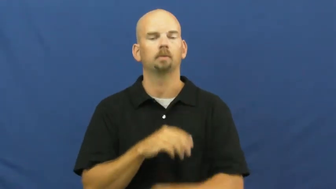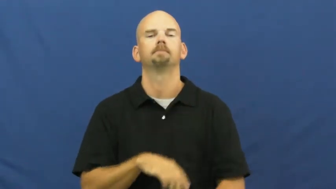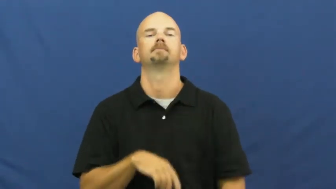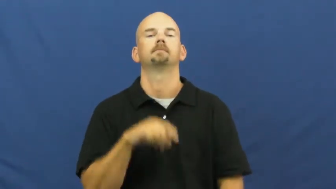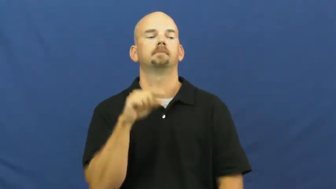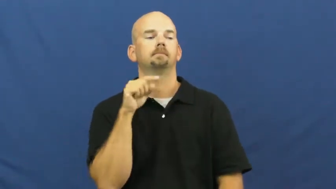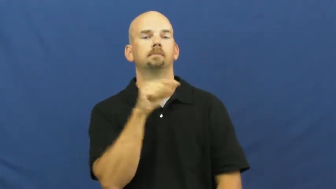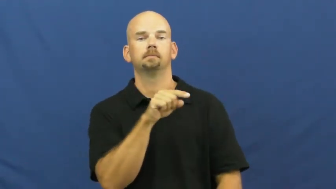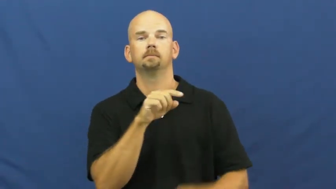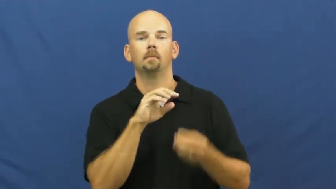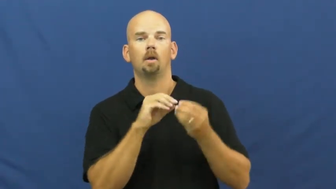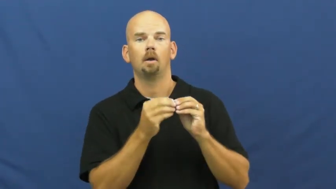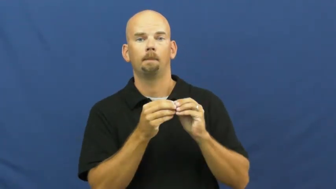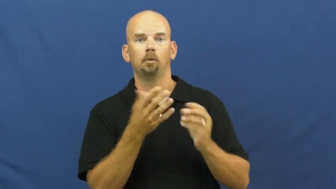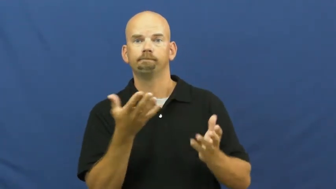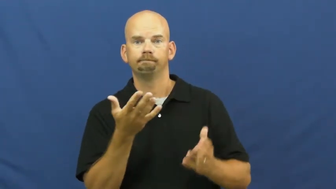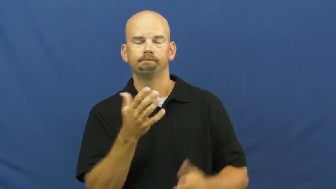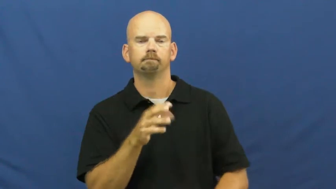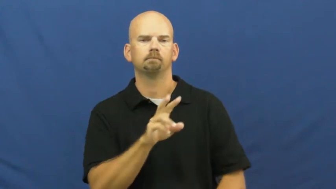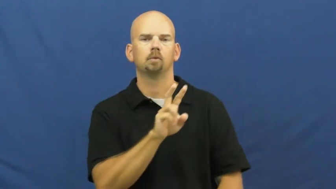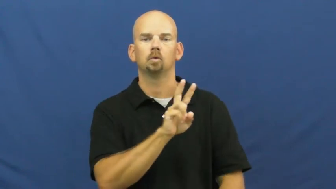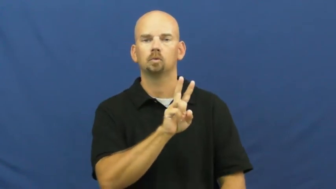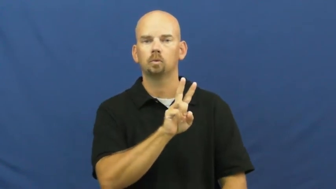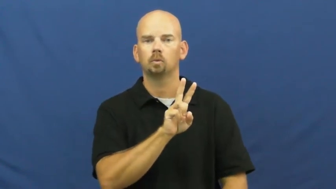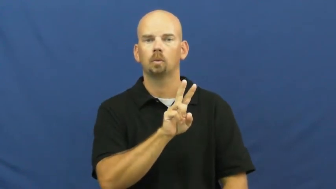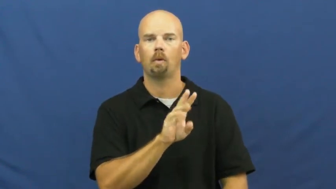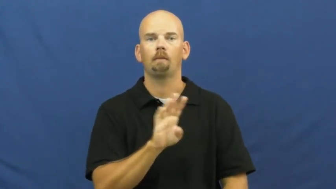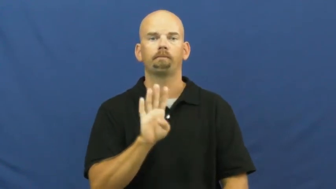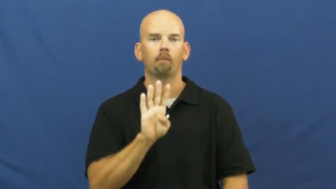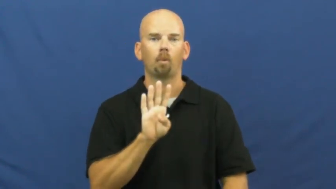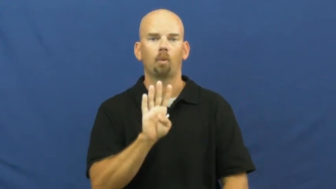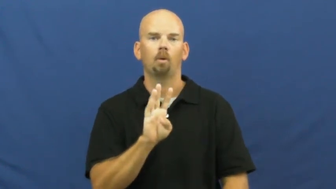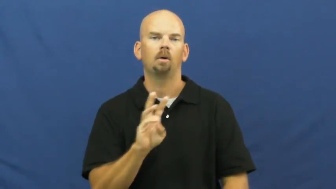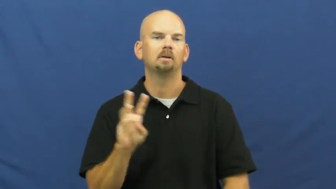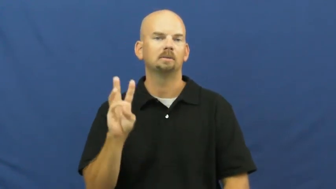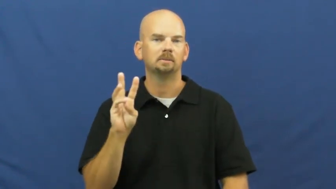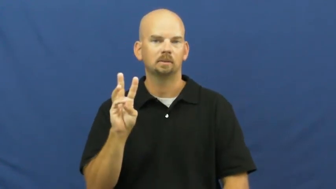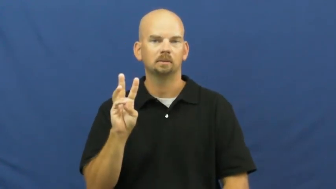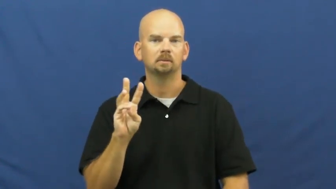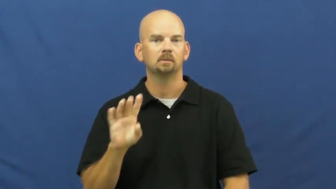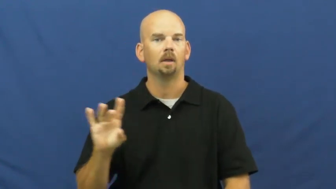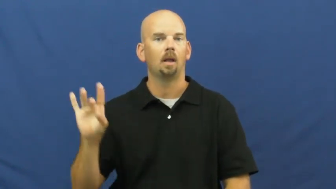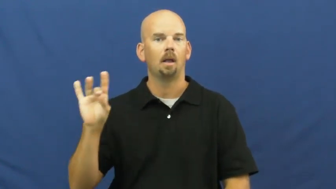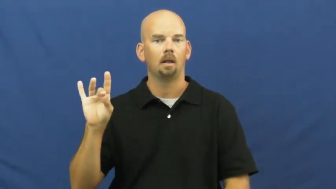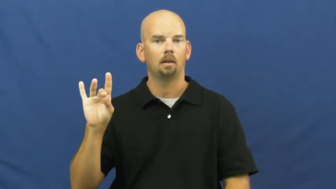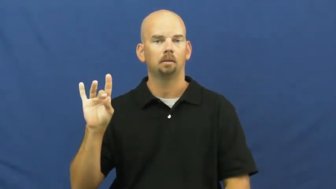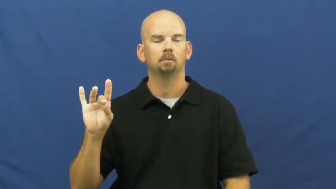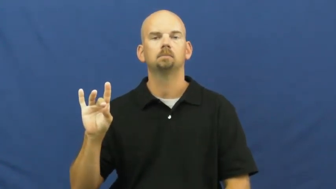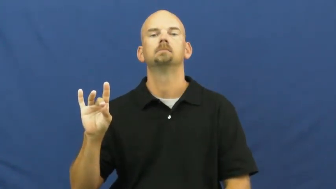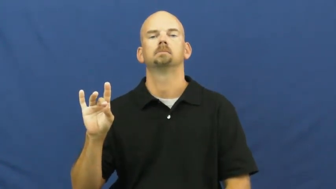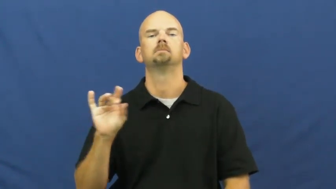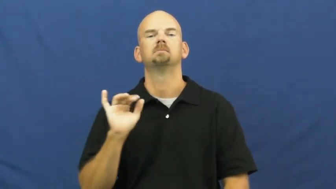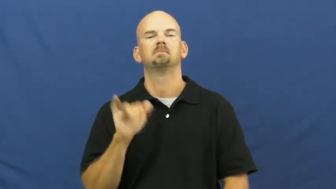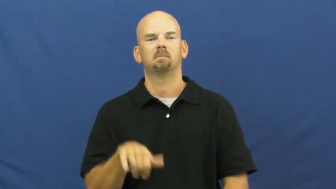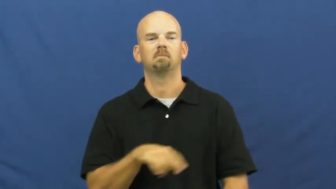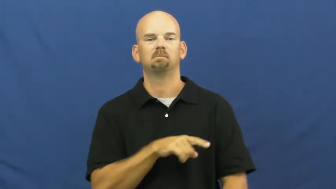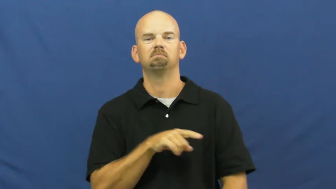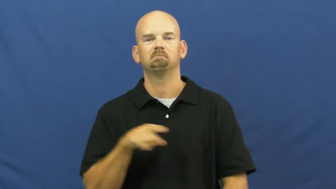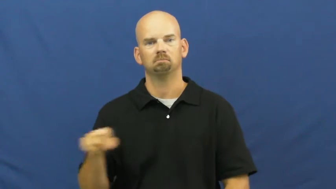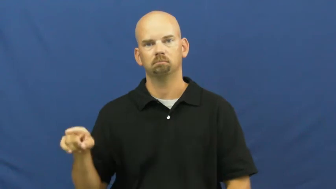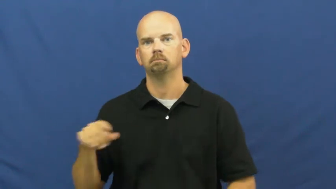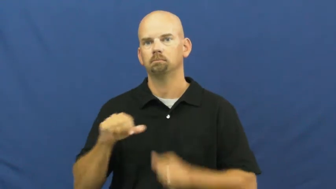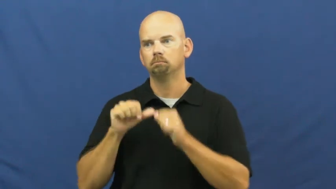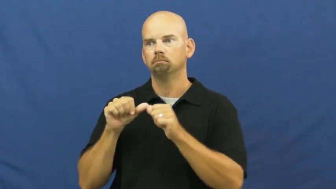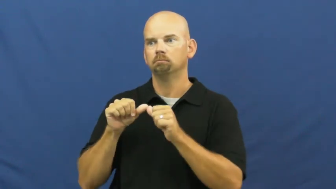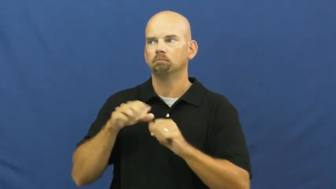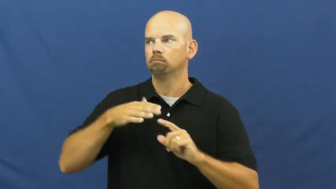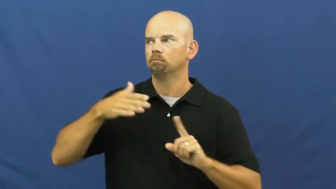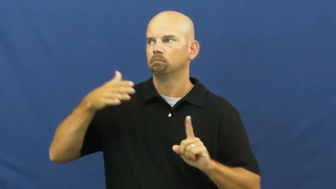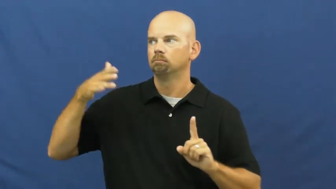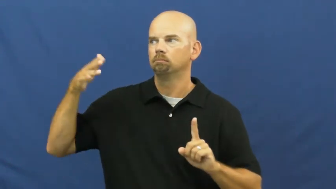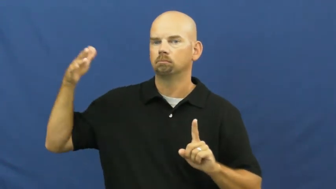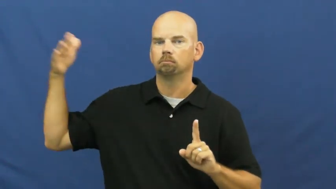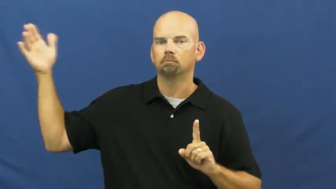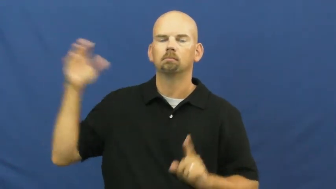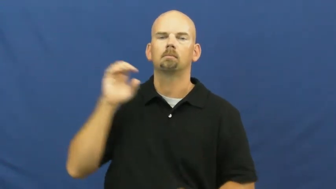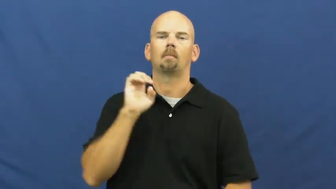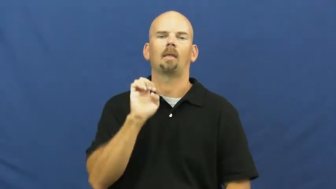even-numbers